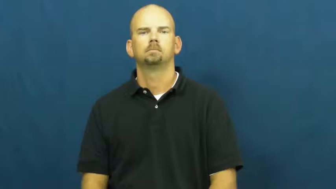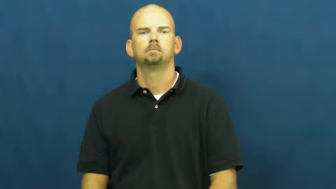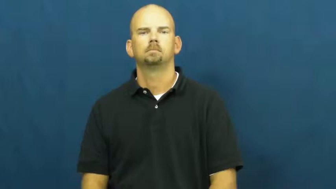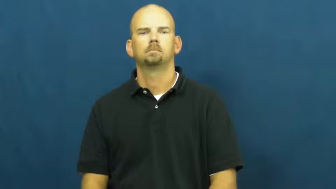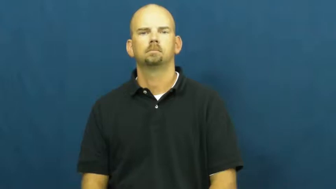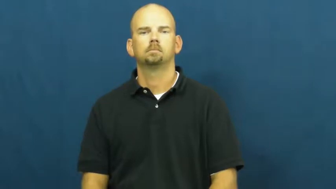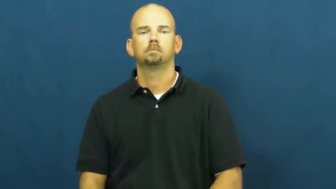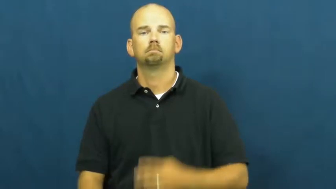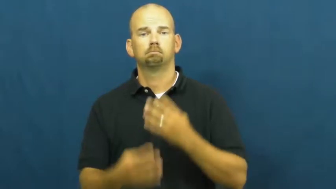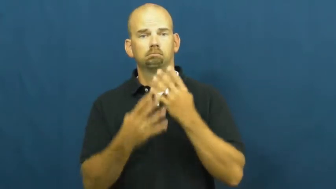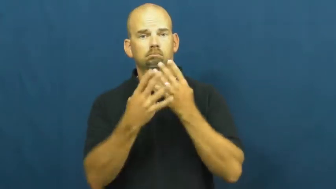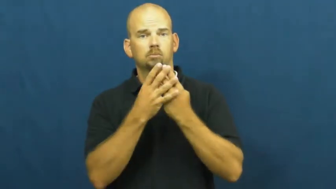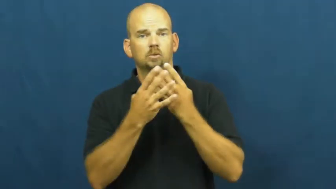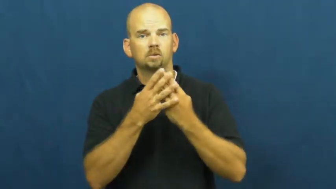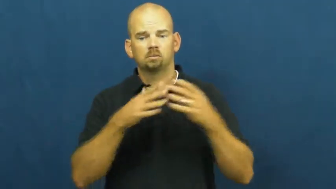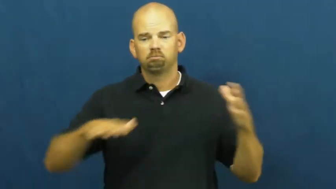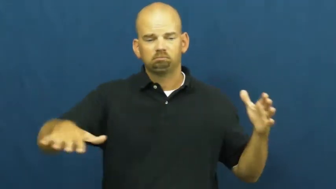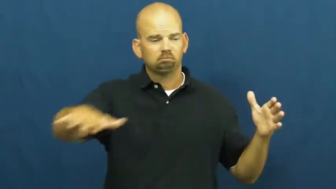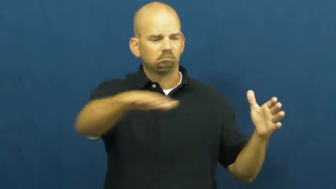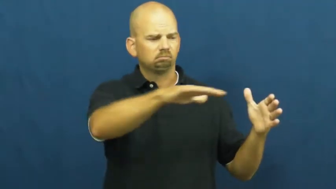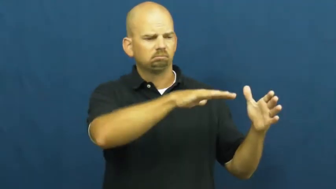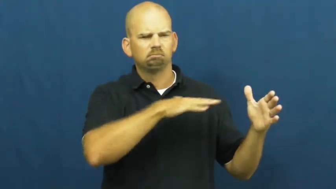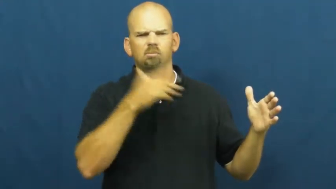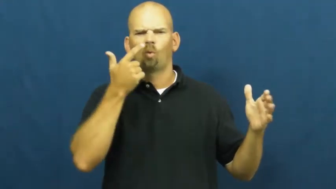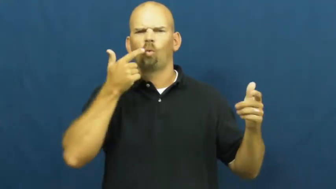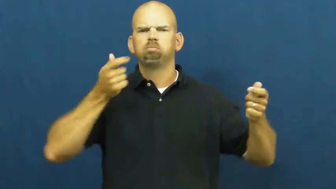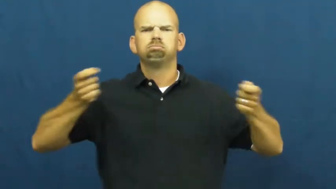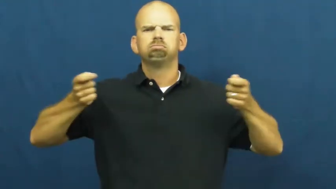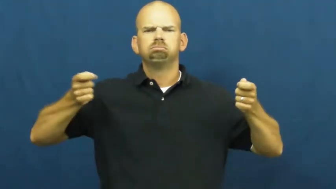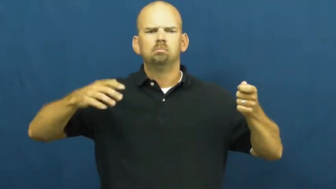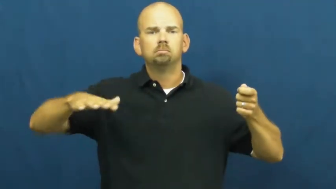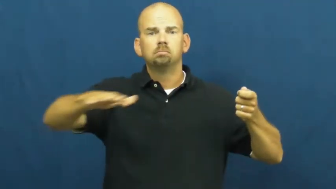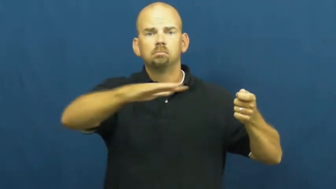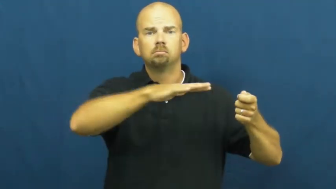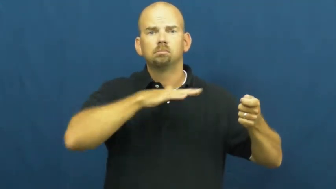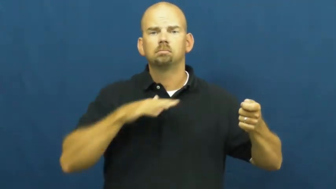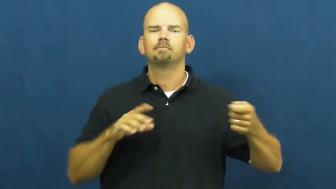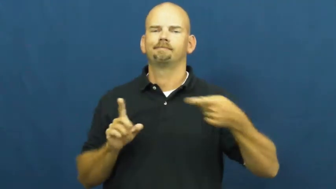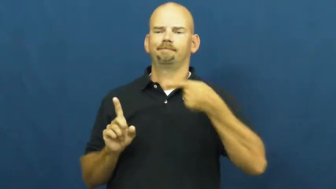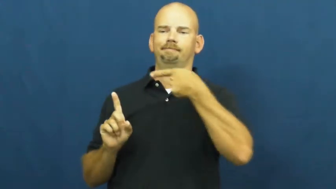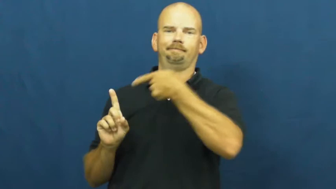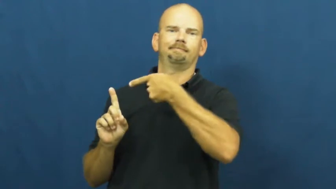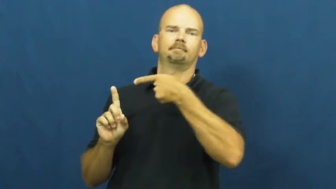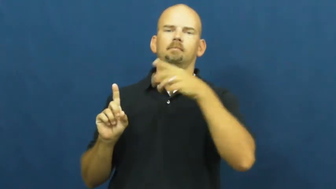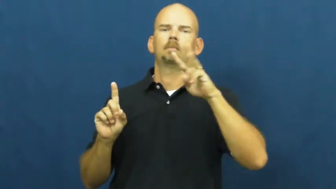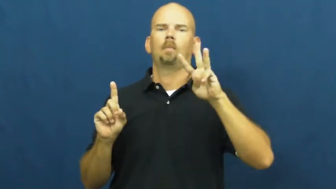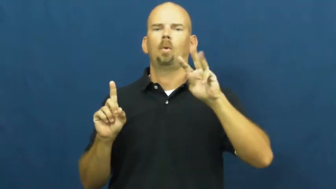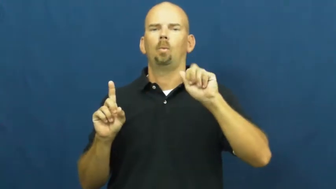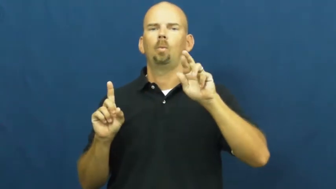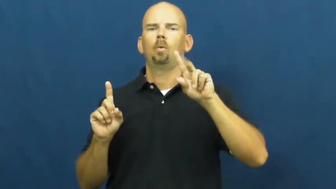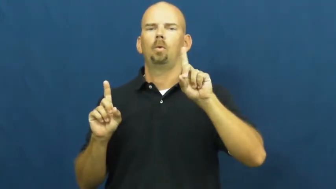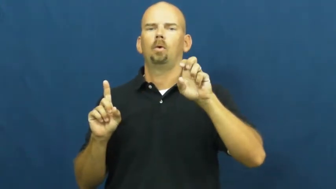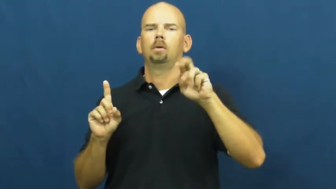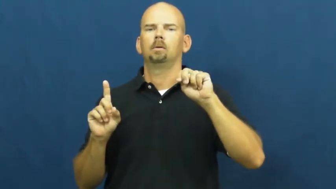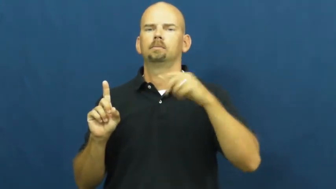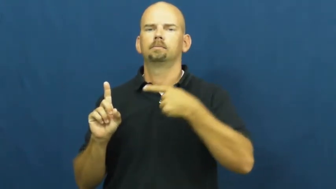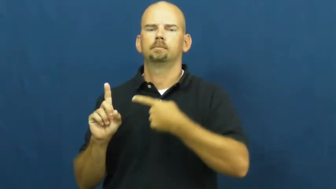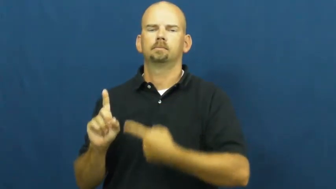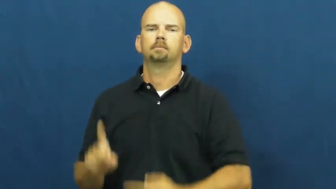warden-prison